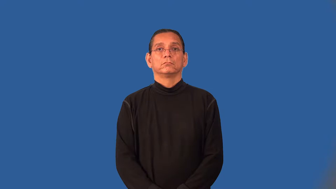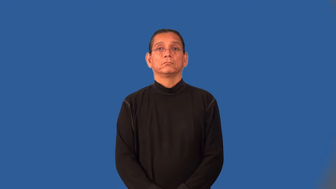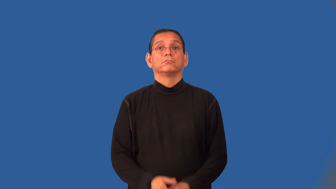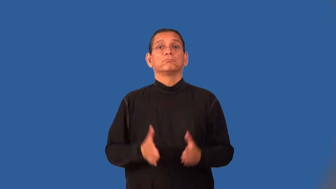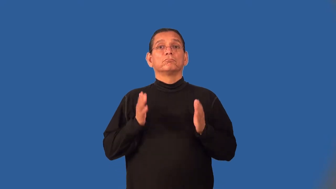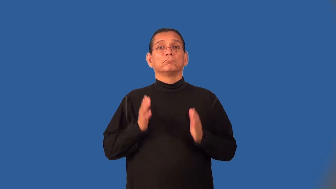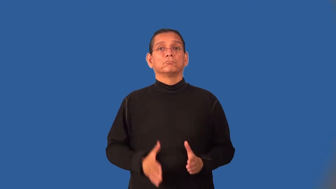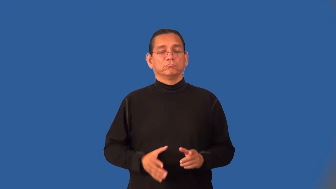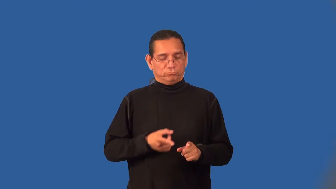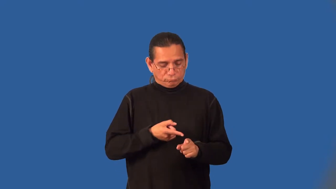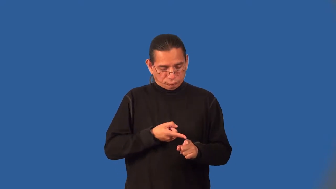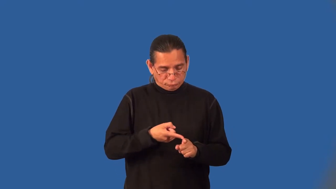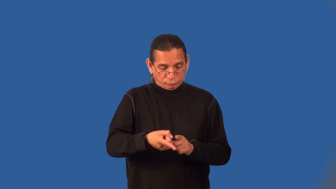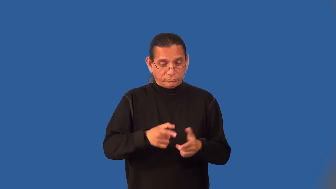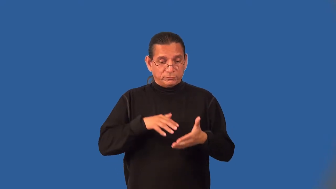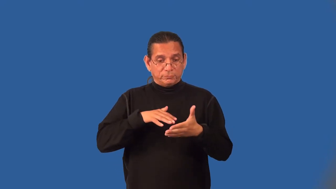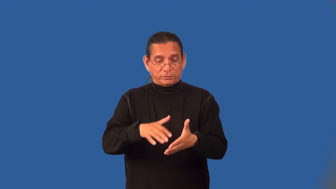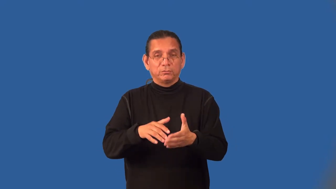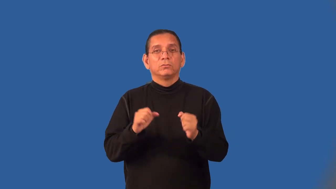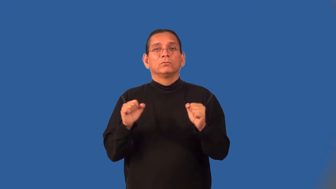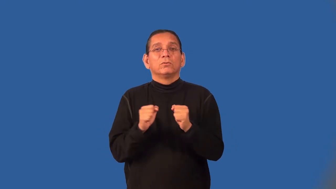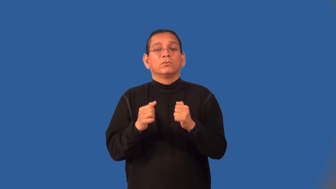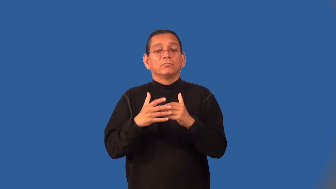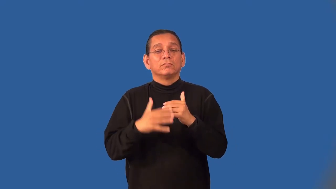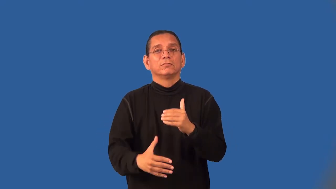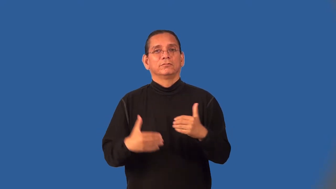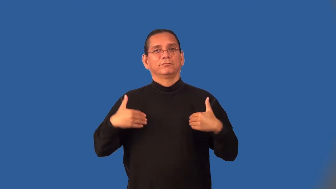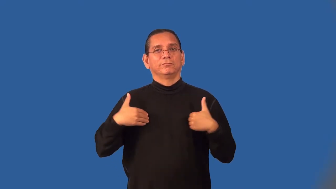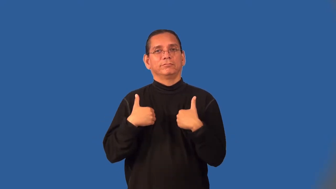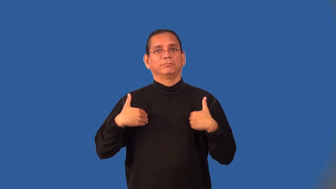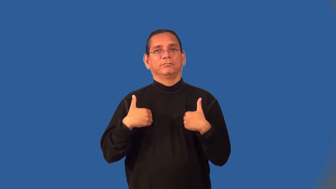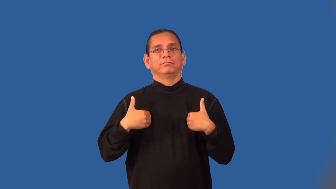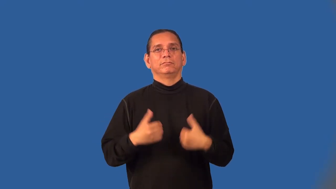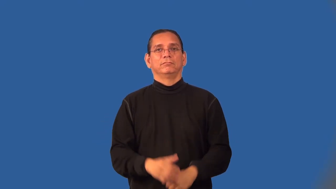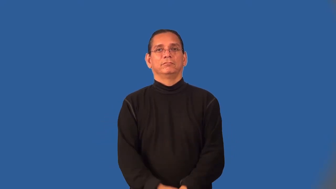herpetologist